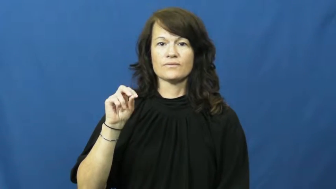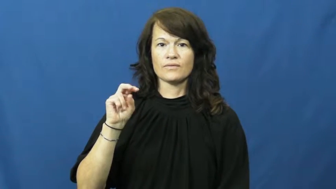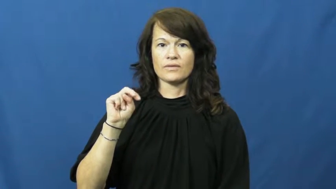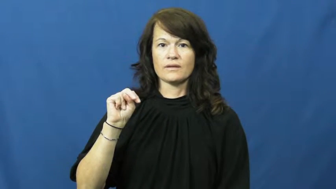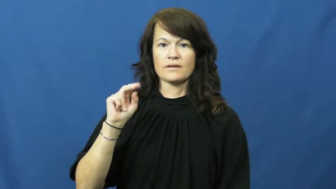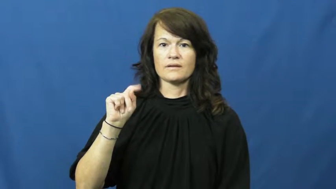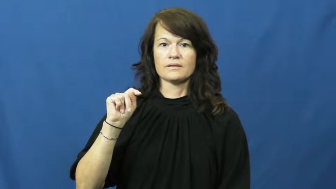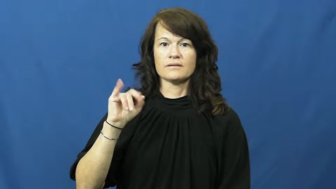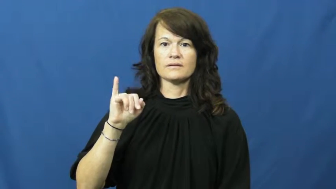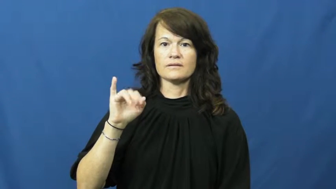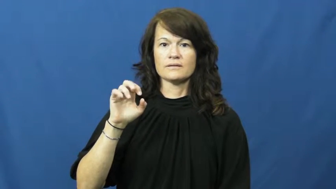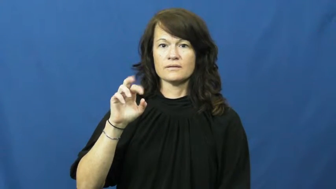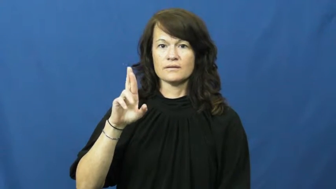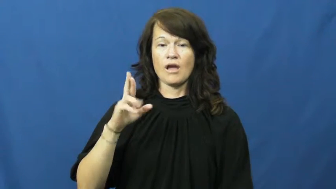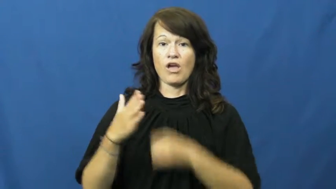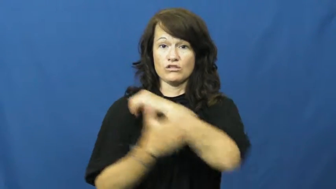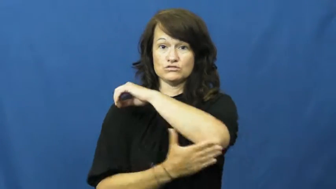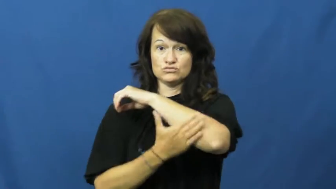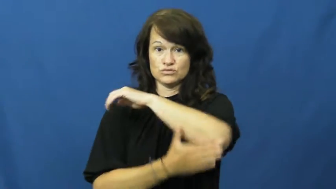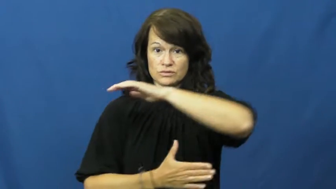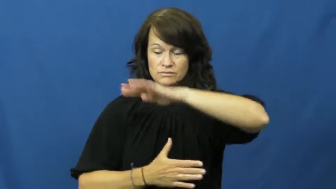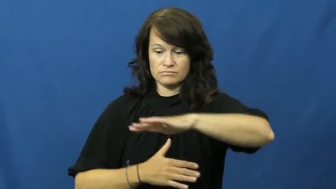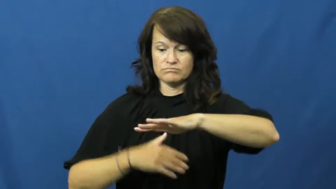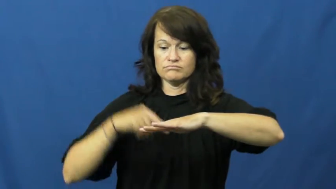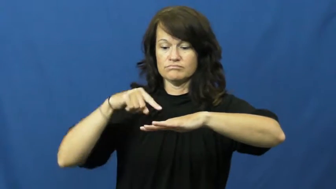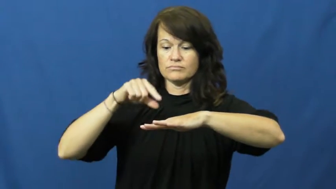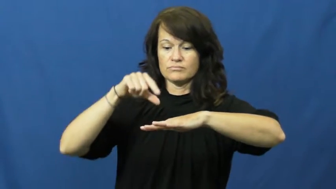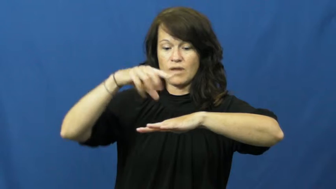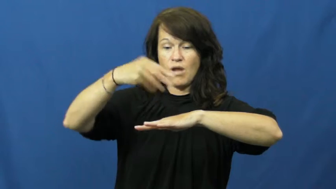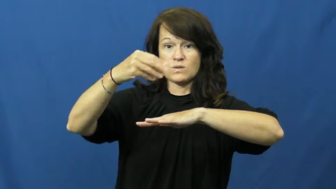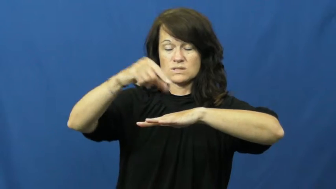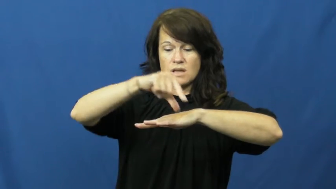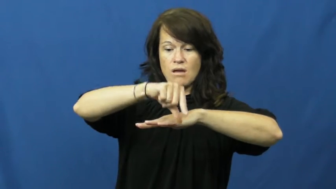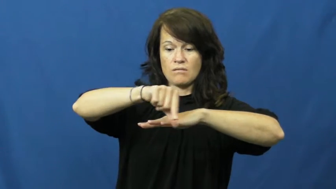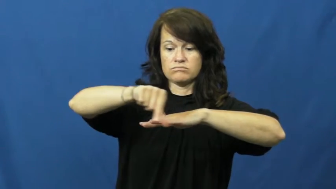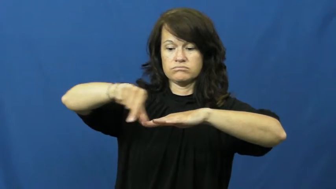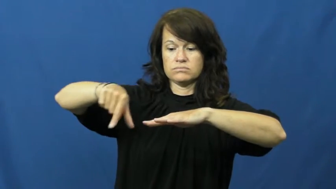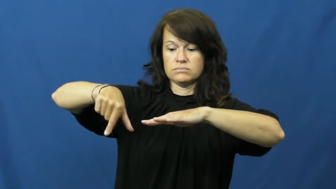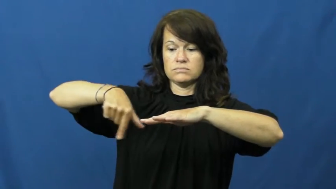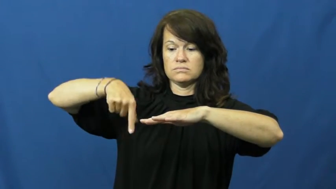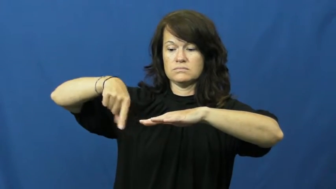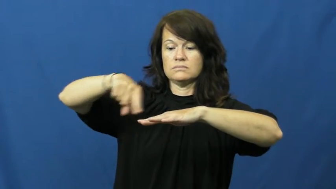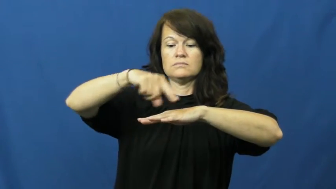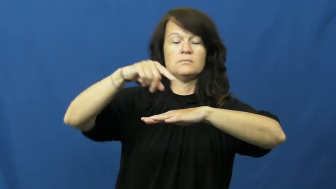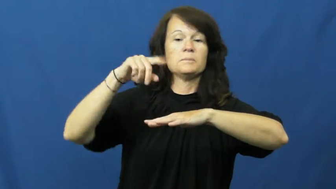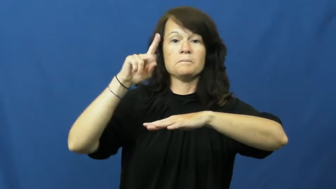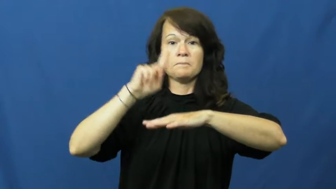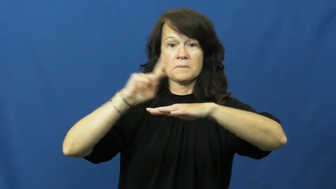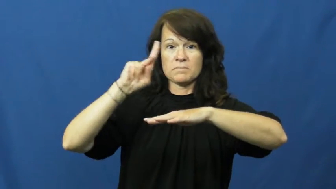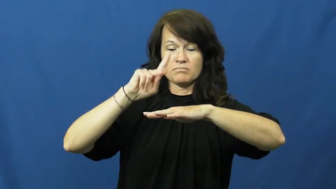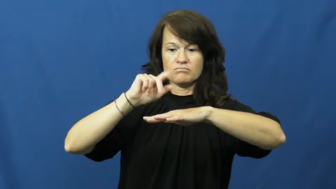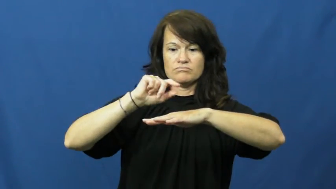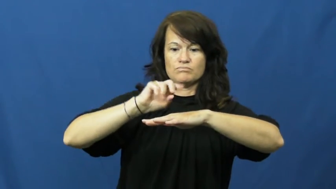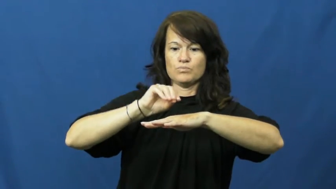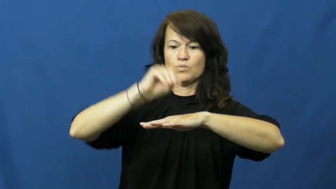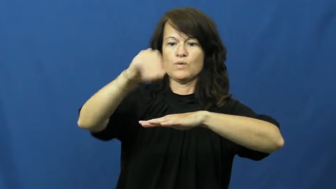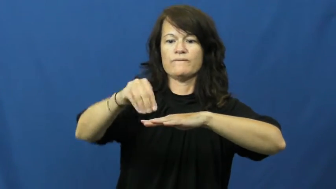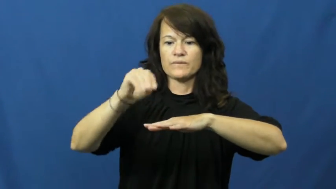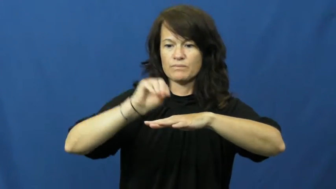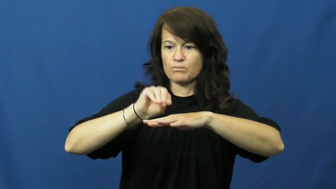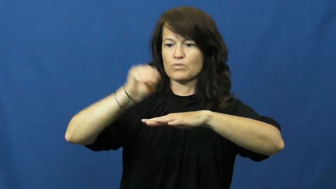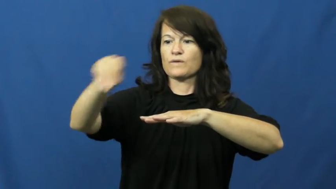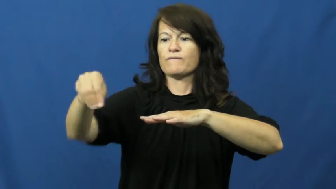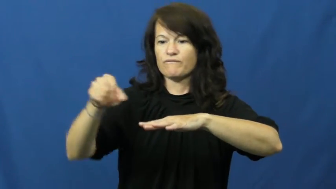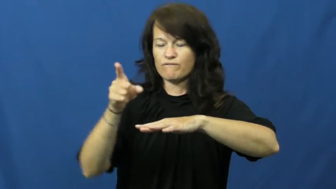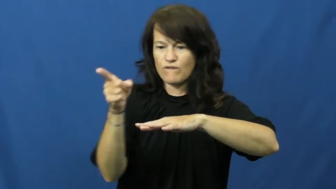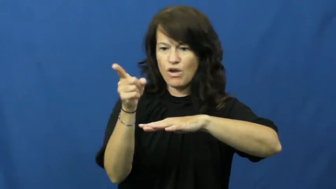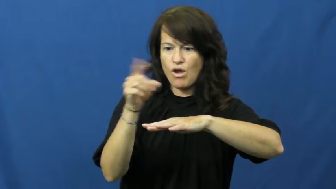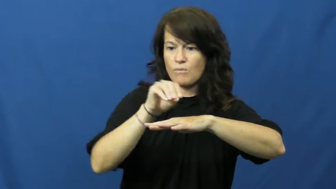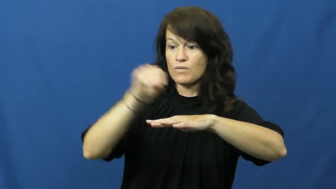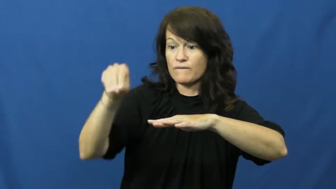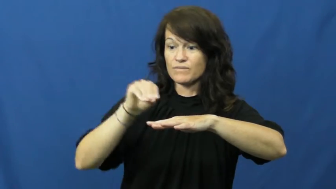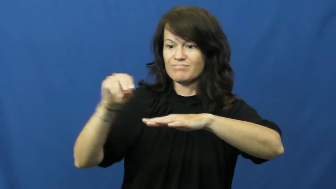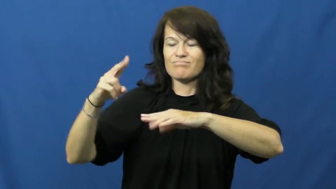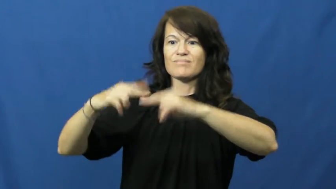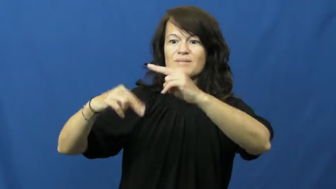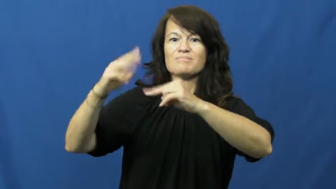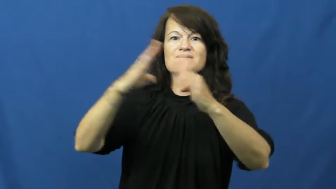frontier-land